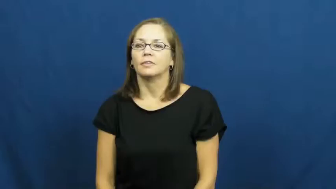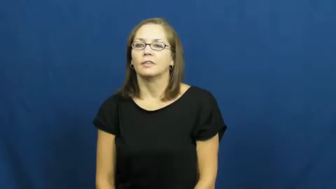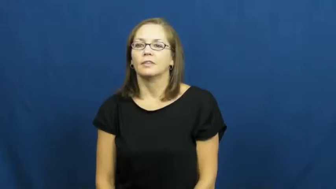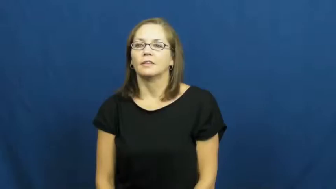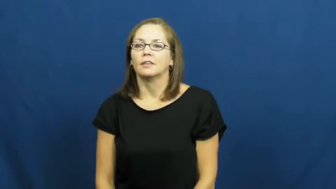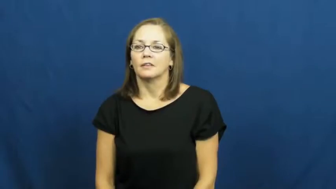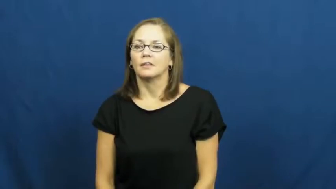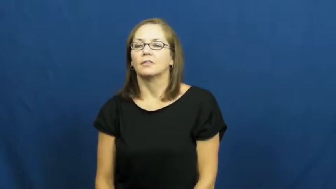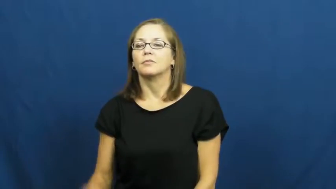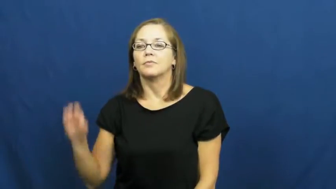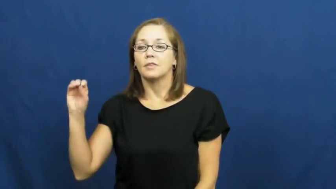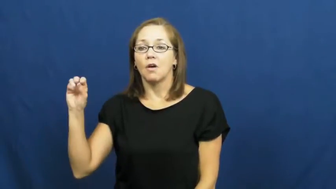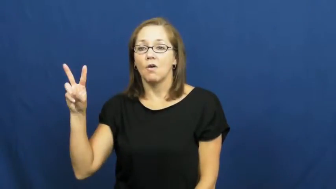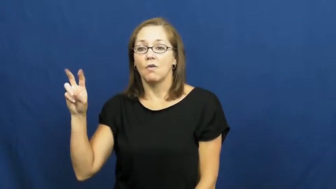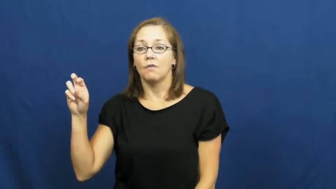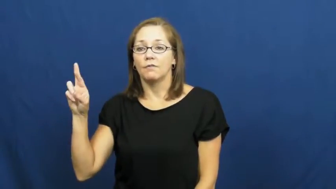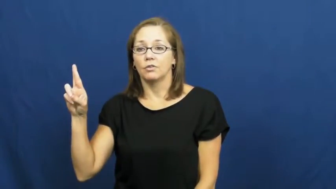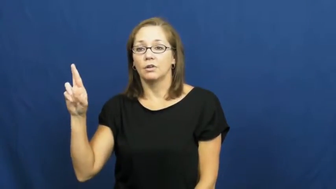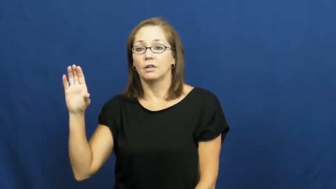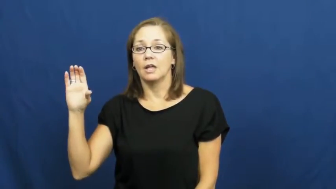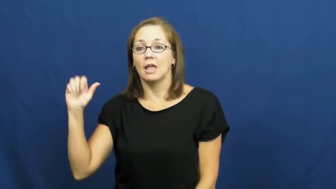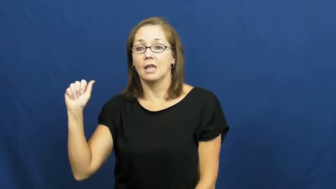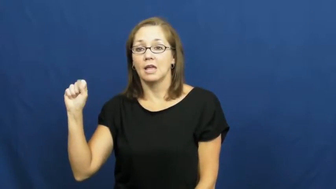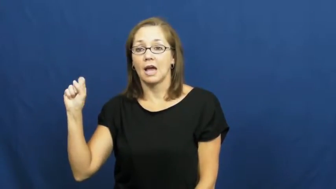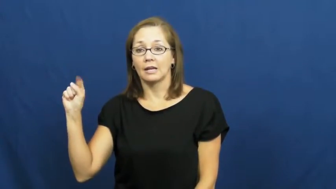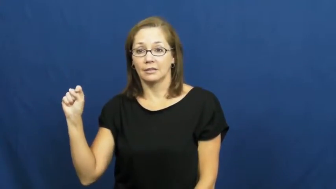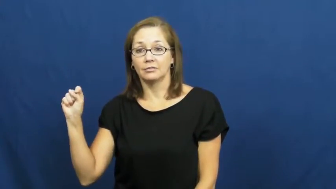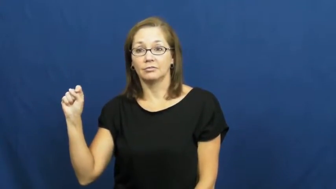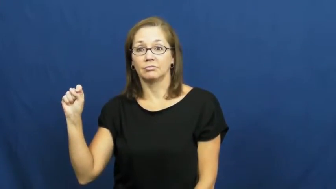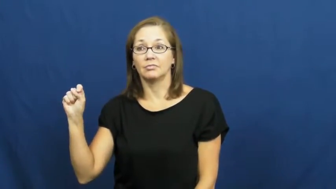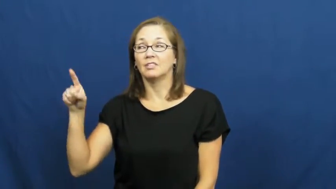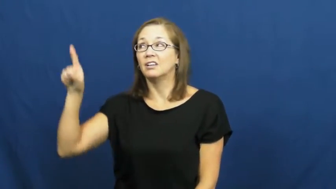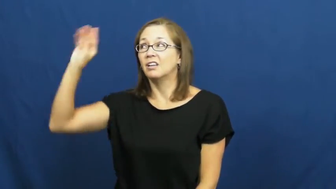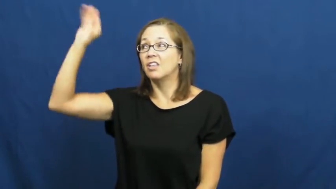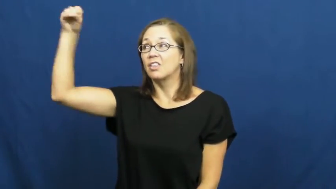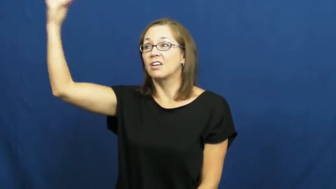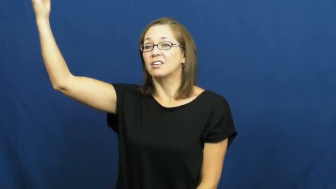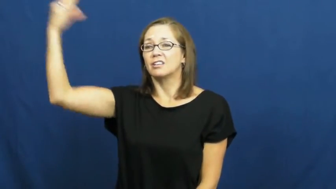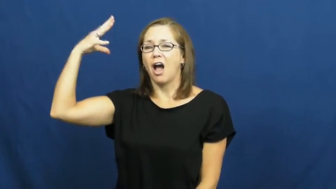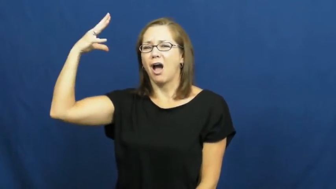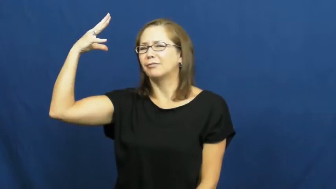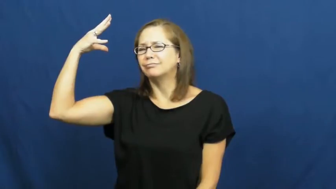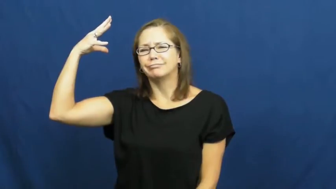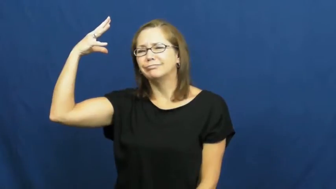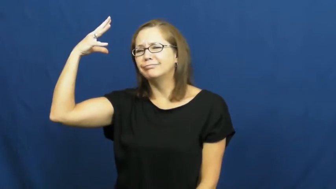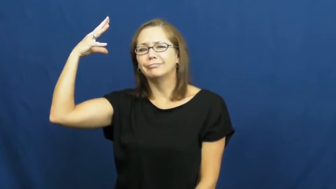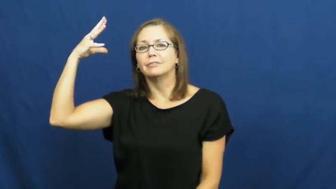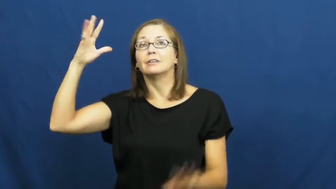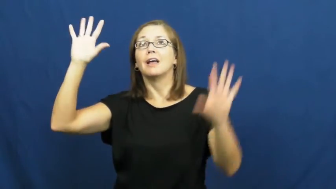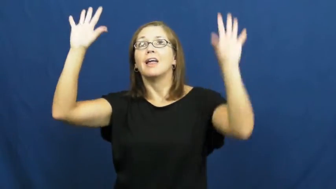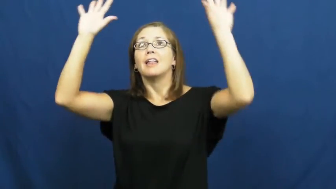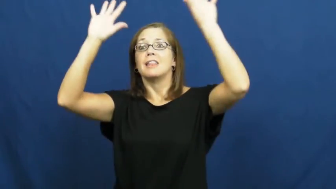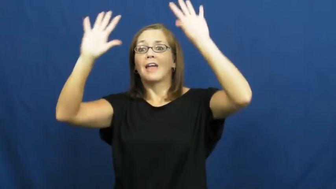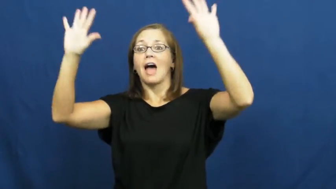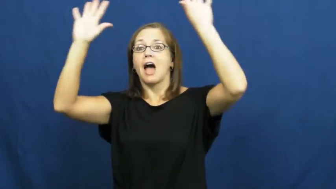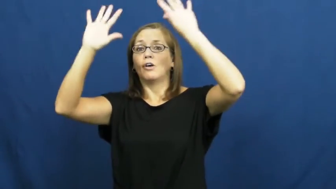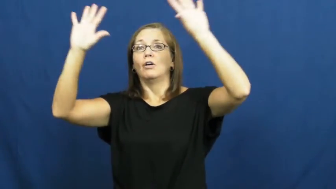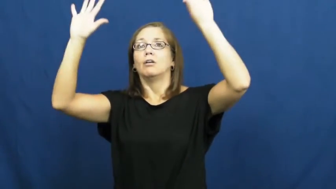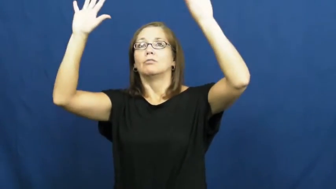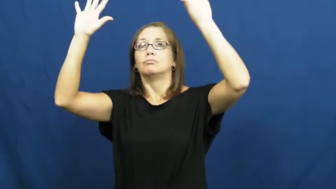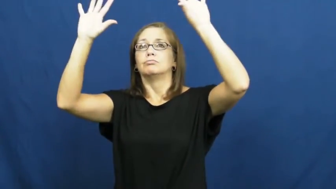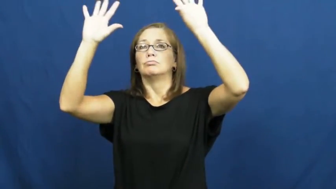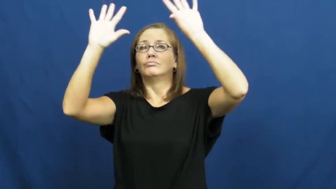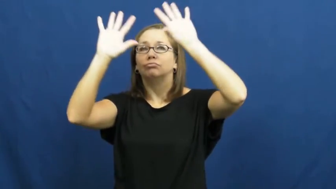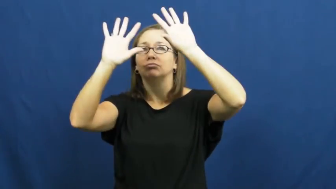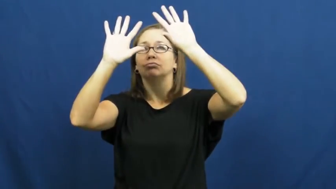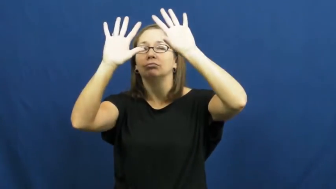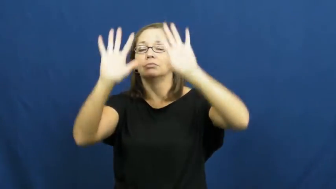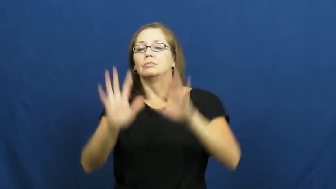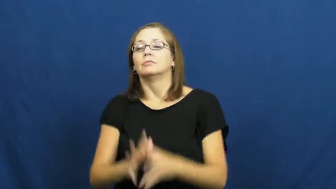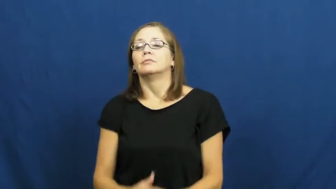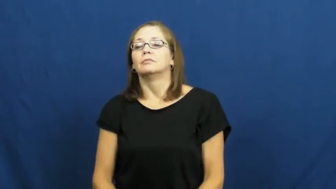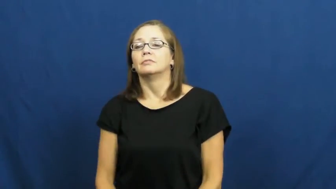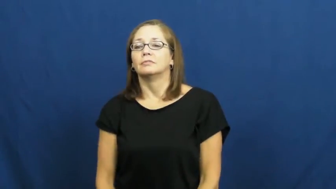overcast